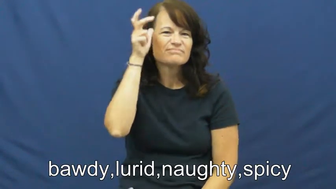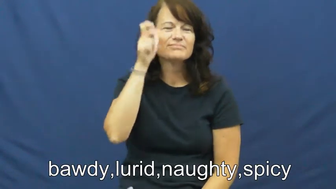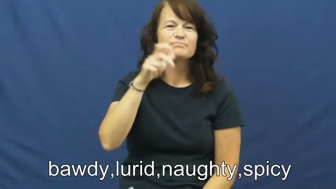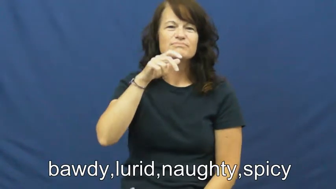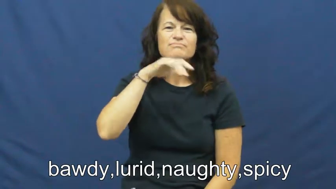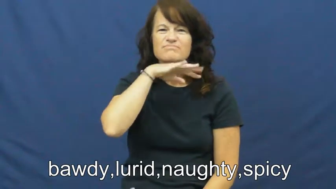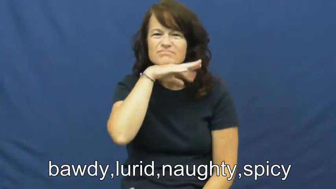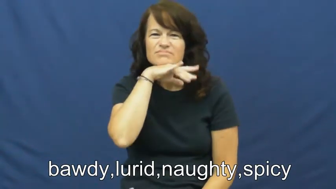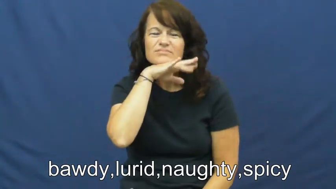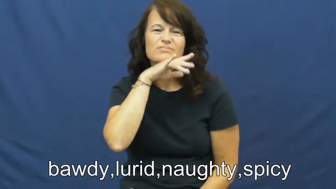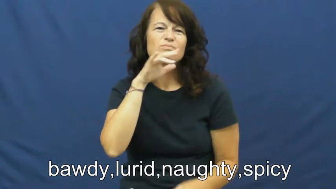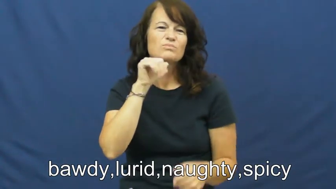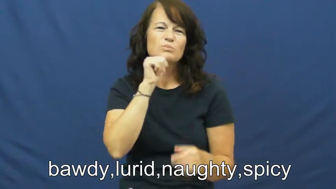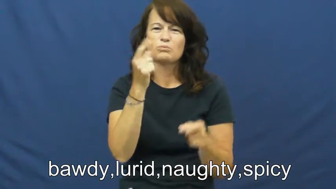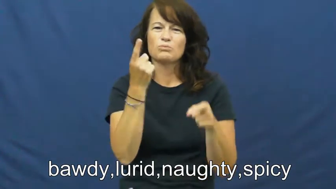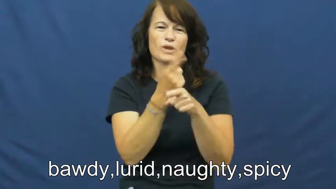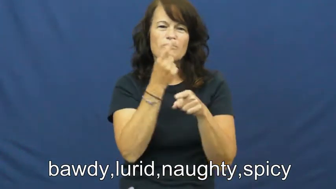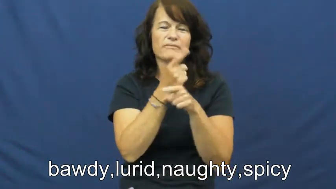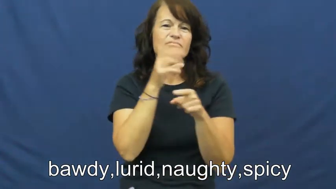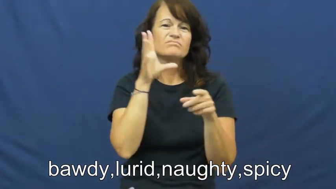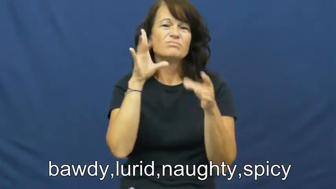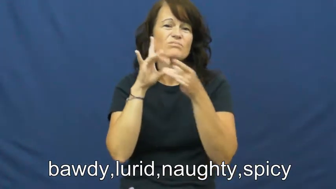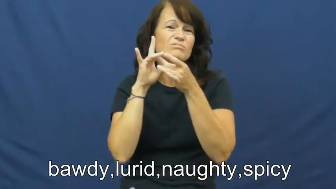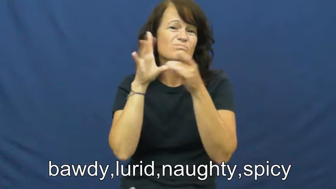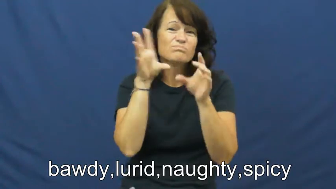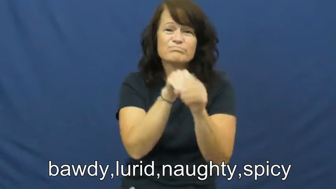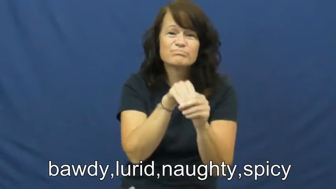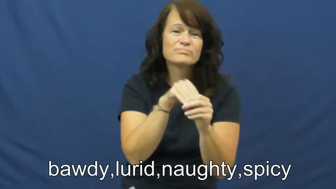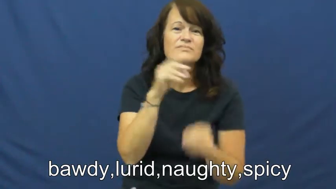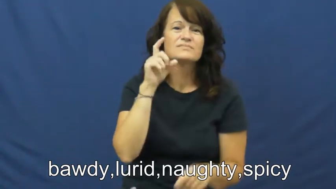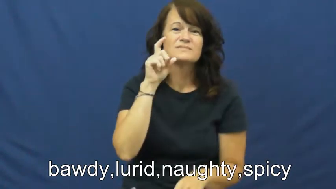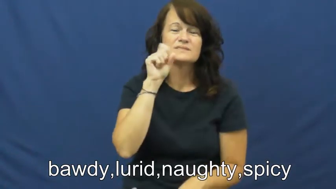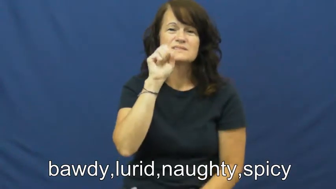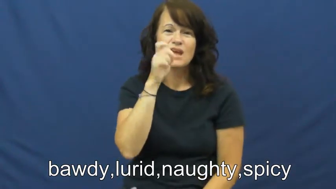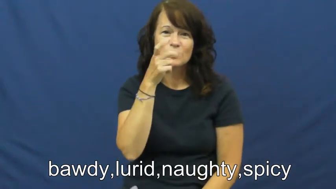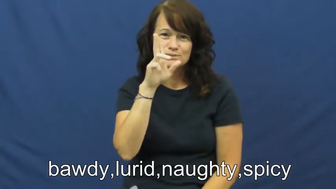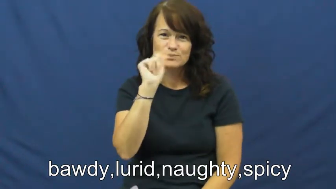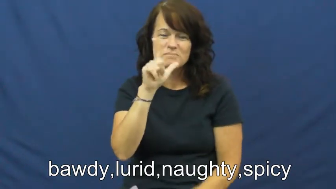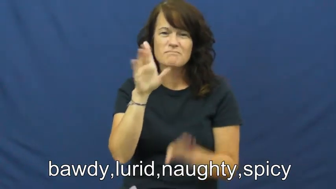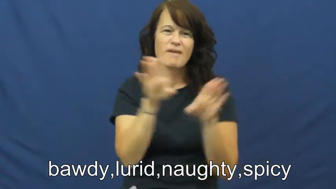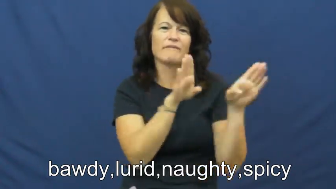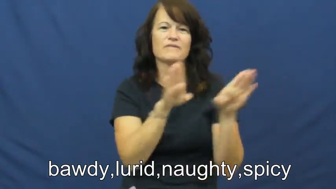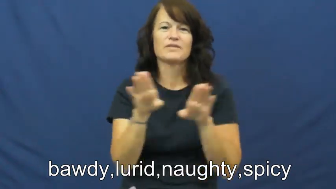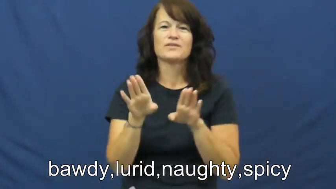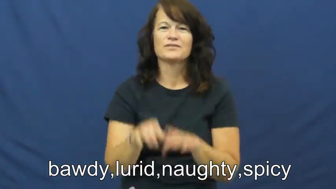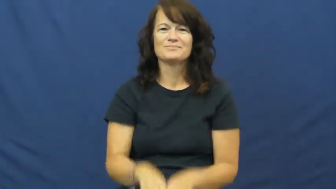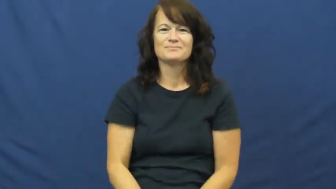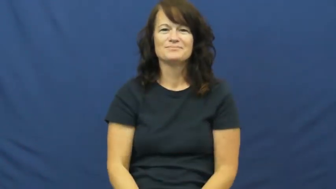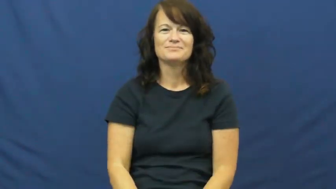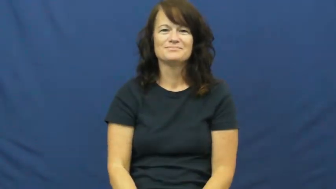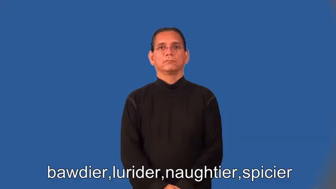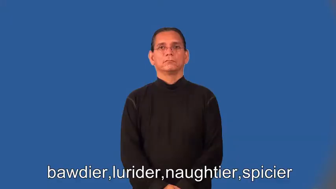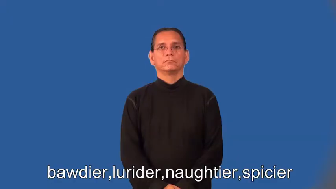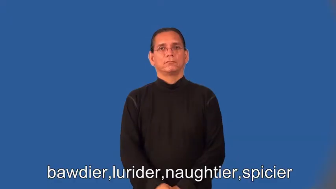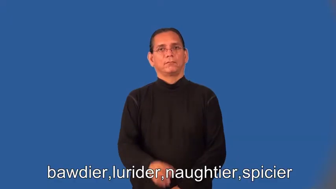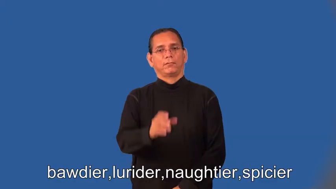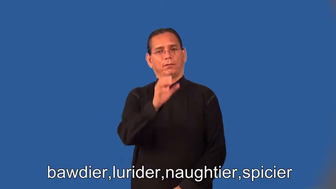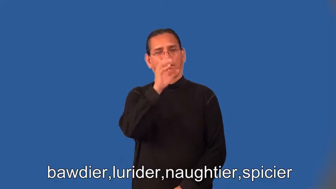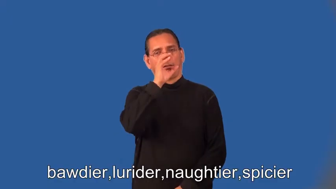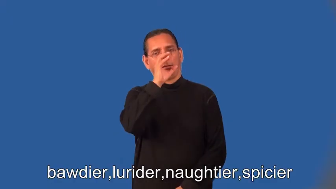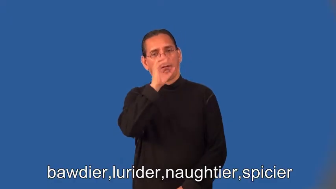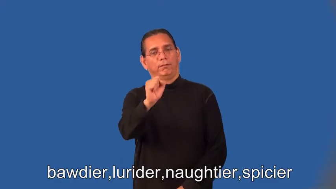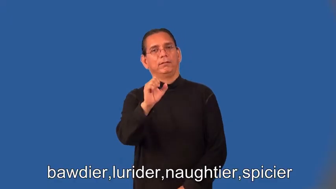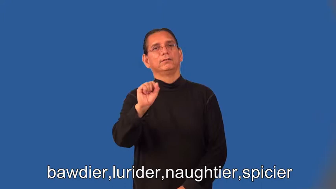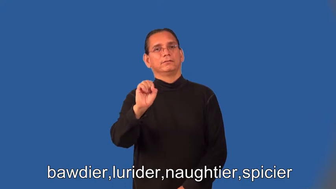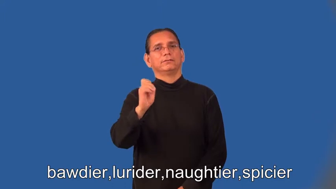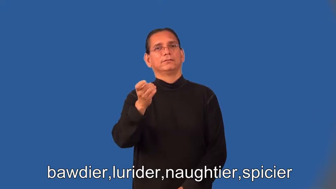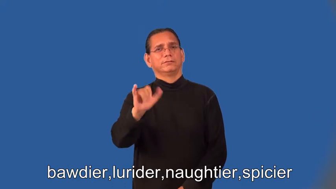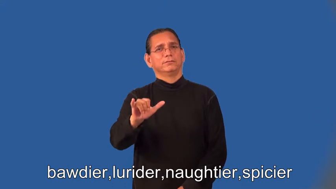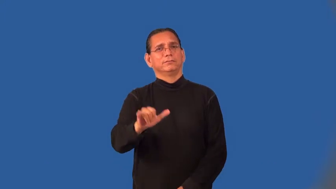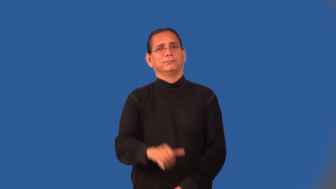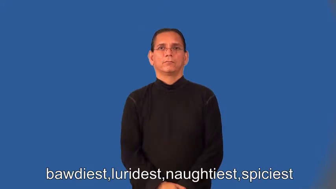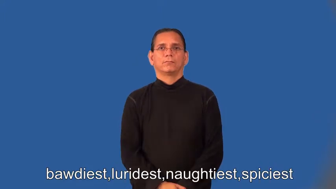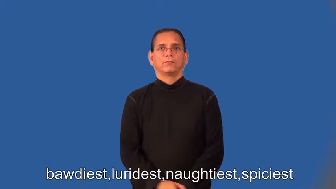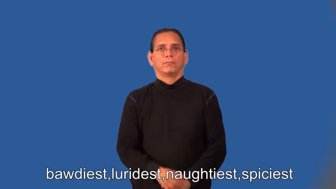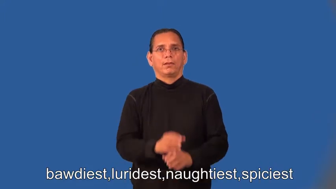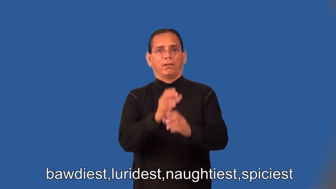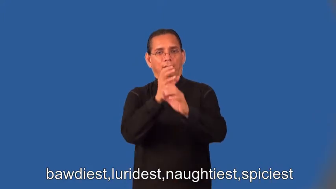bawdier,lurider,naughtier,spicier,bawdiest,luridest,naughtiest,spiciest